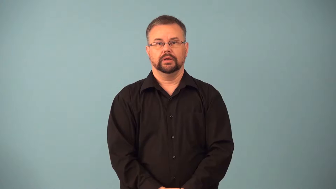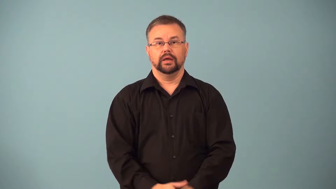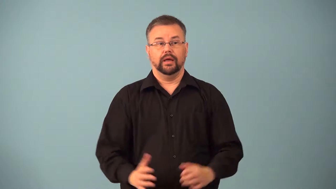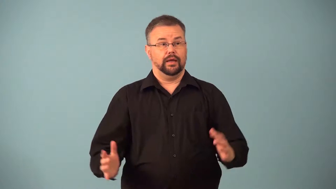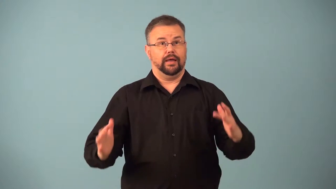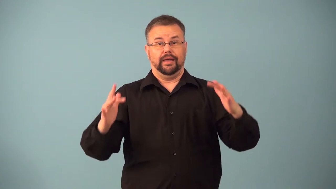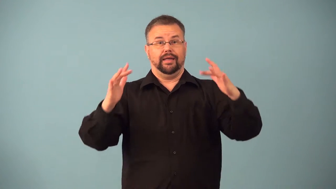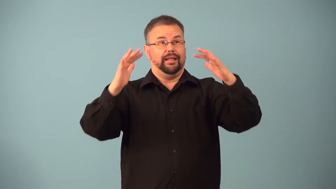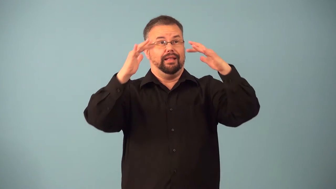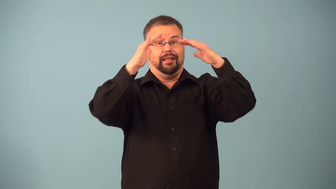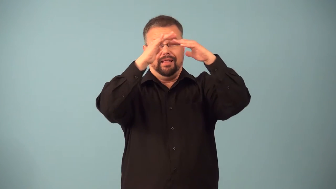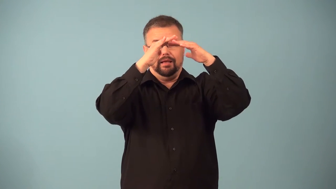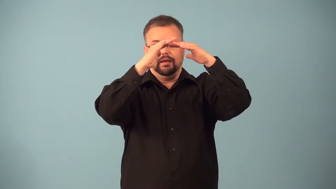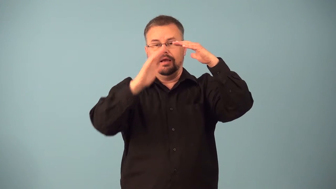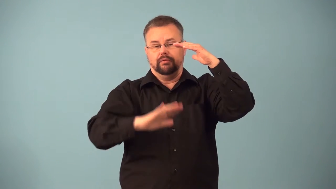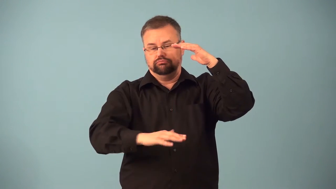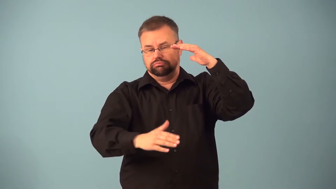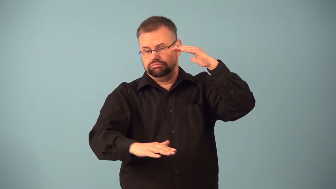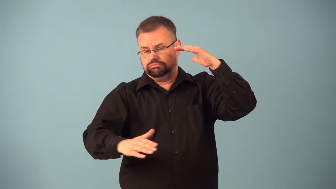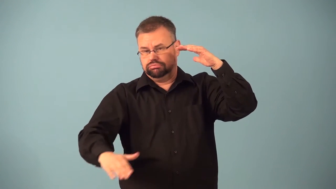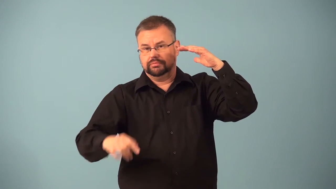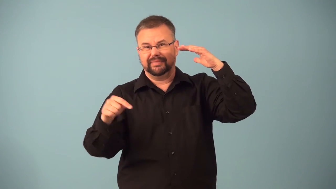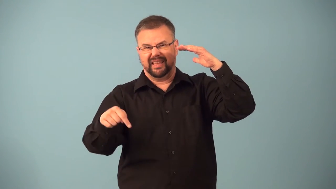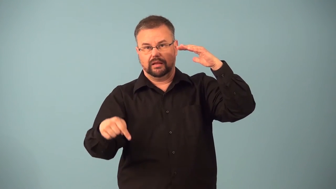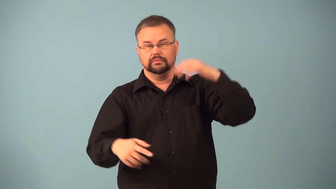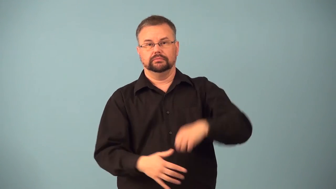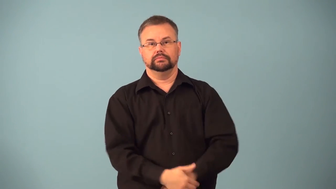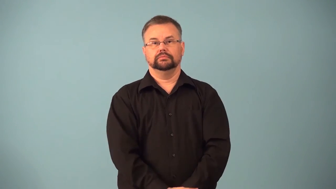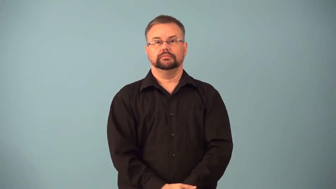foothill